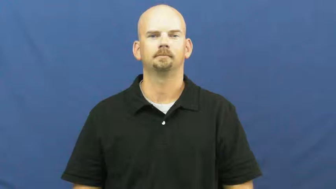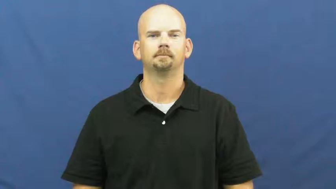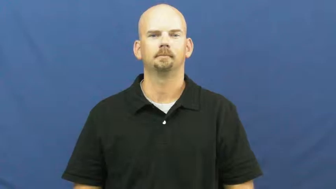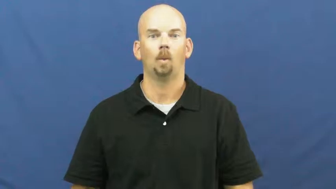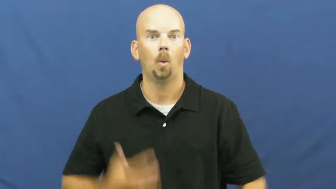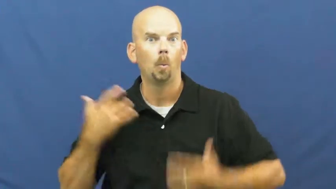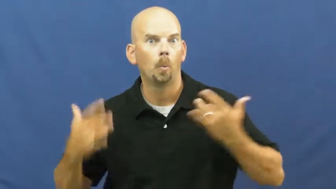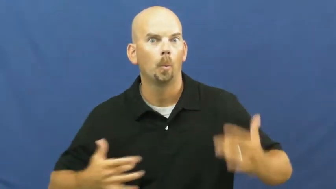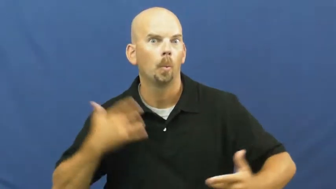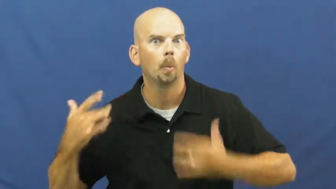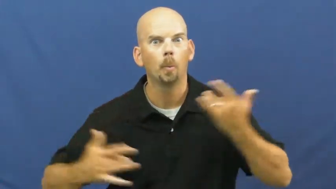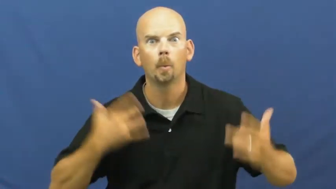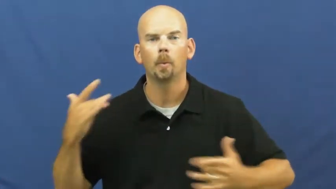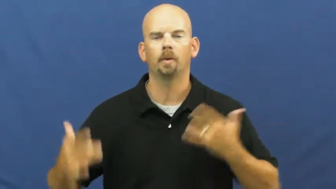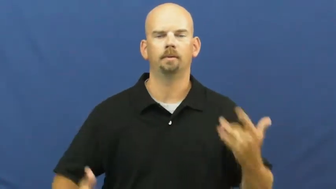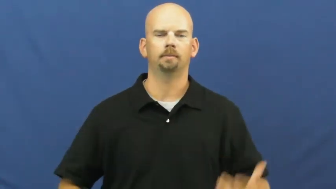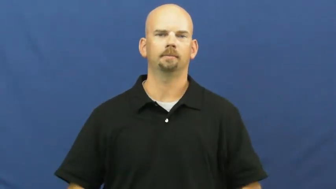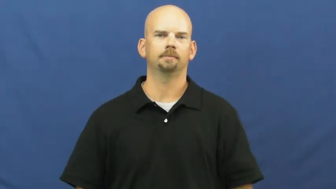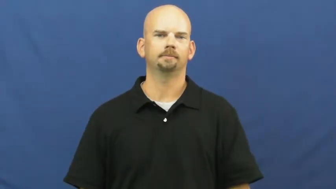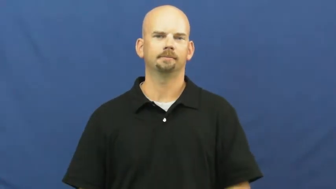excite,electric,fire up,key up,abuzz,alight,stirring,ballyhoo